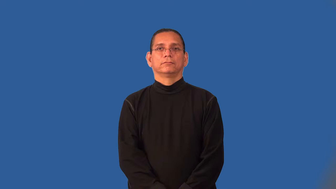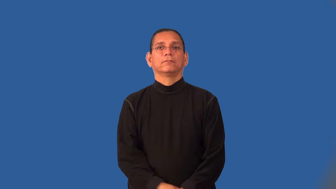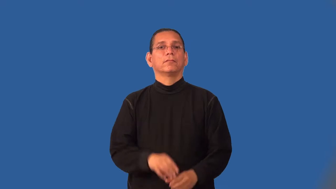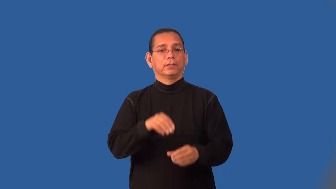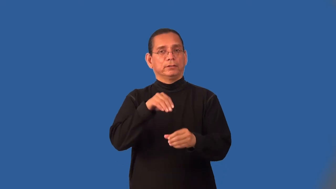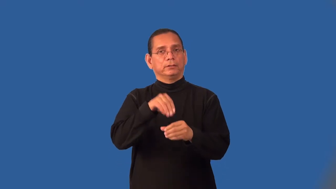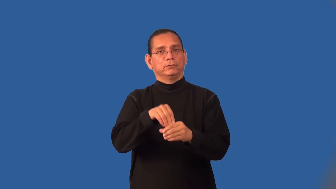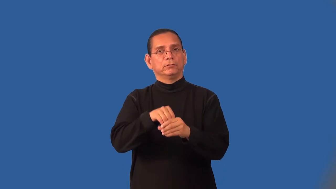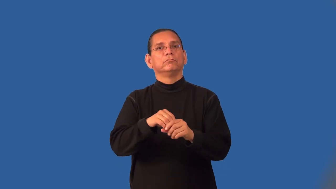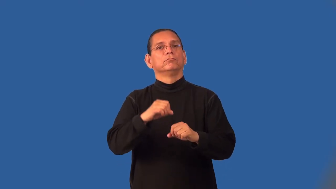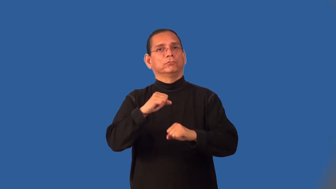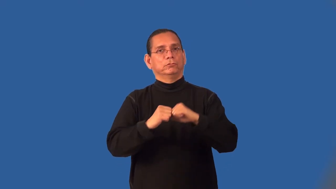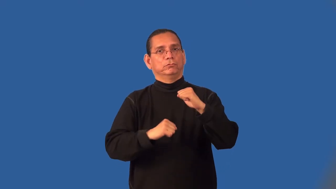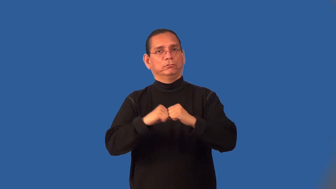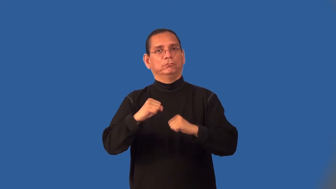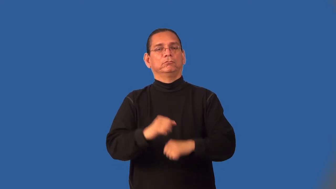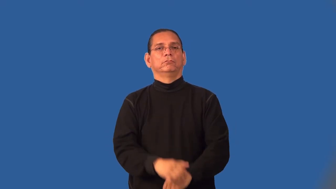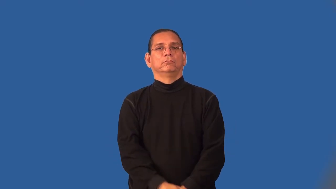infrastructure